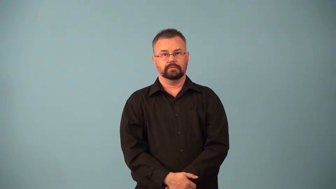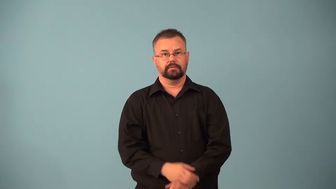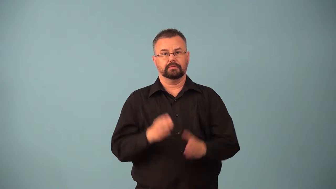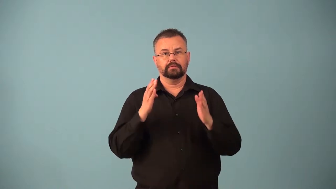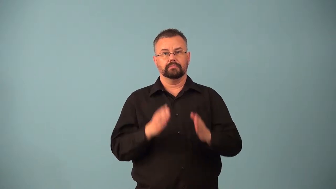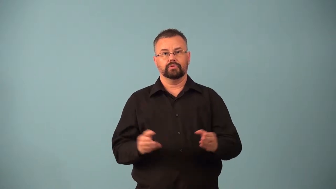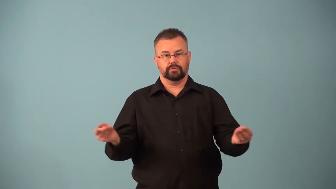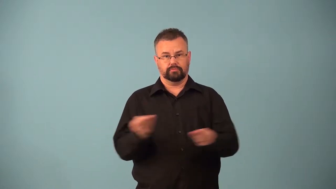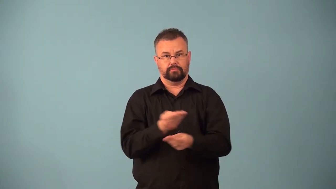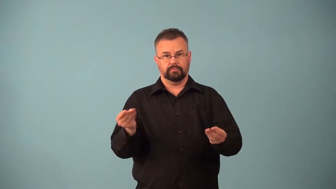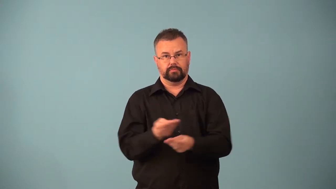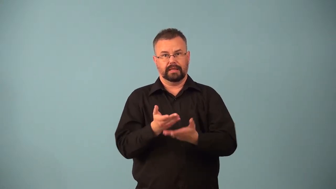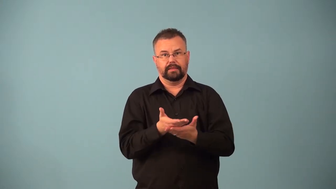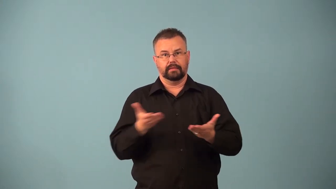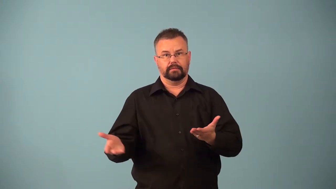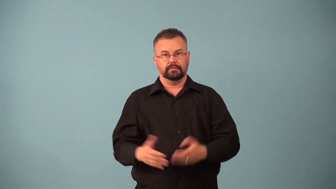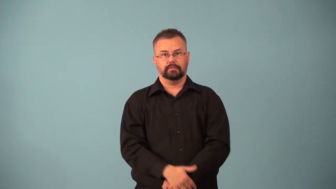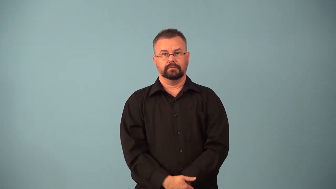barterer